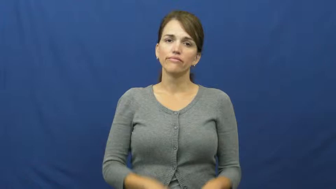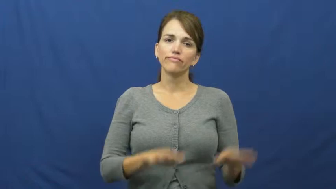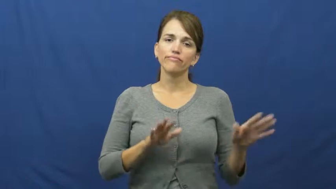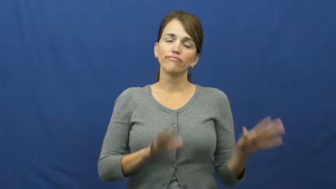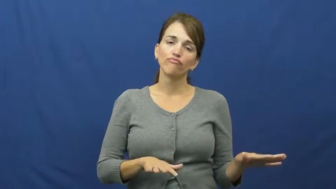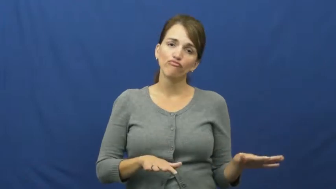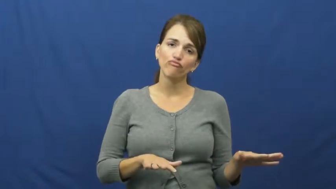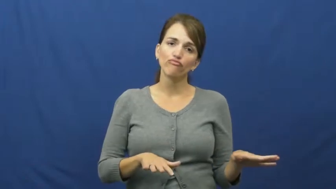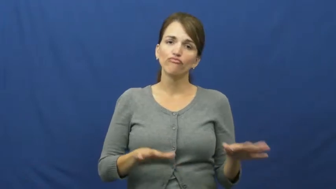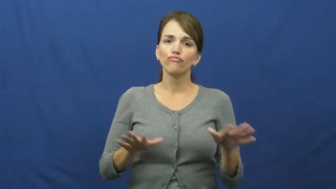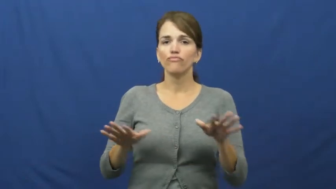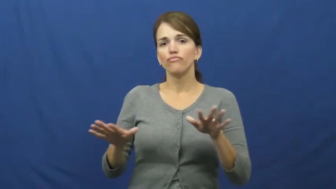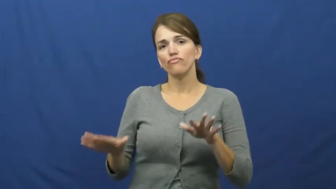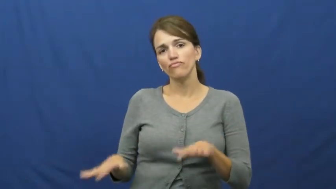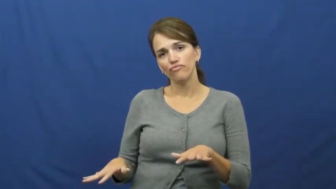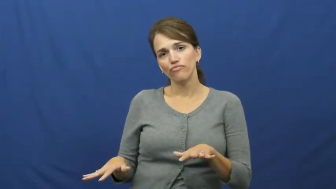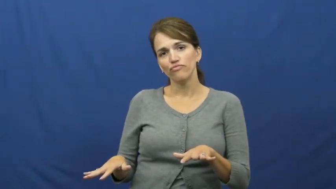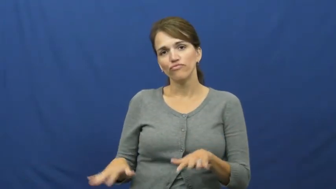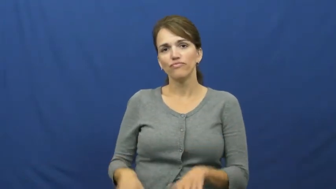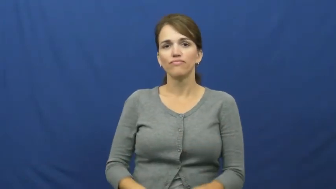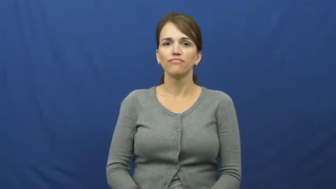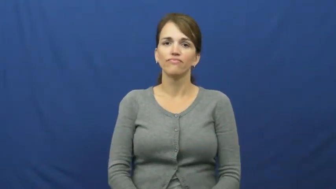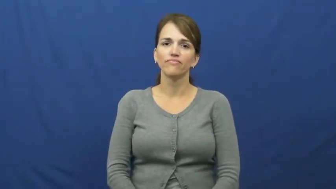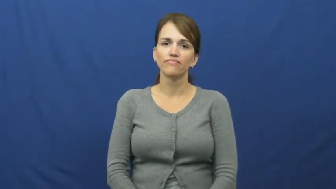lollygag,laggard,languid,layabout,loll,lounger,drone